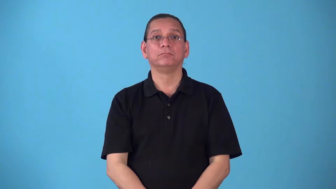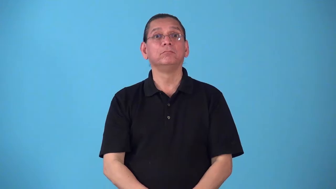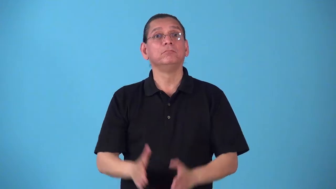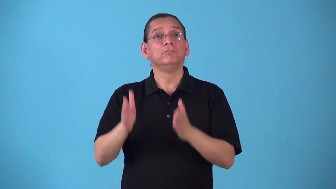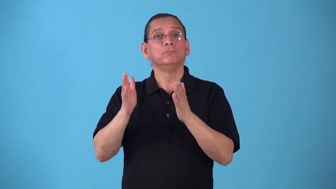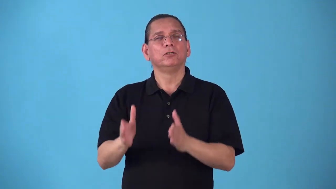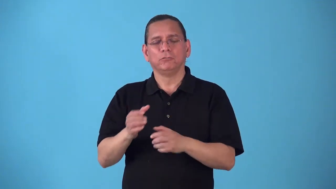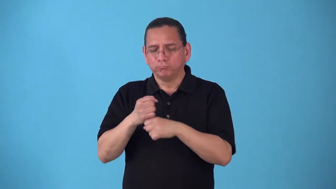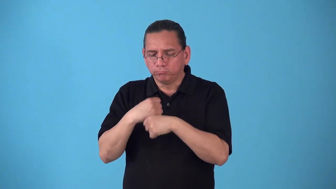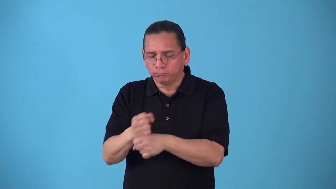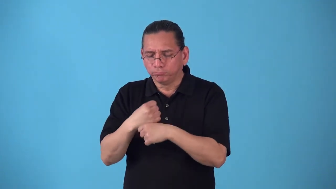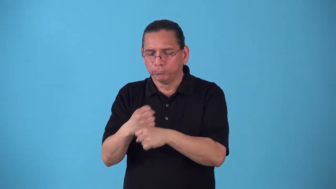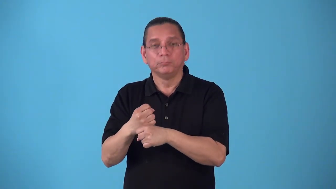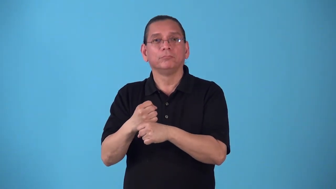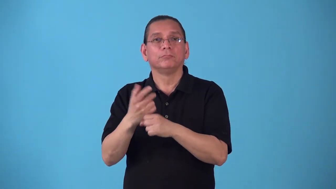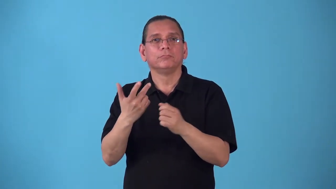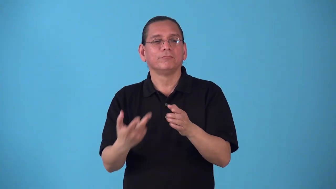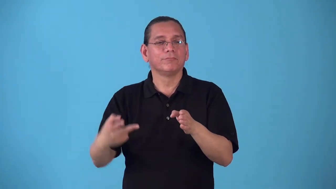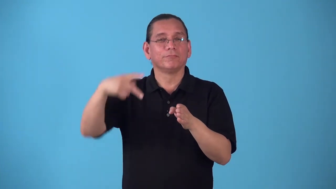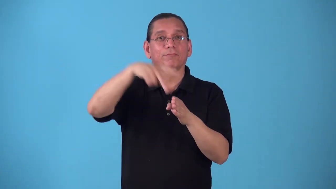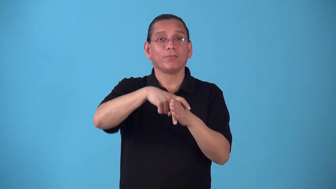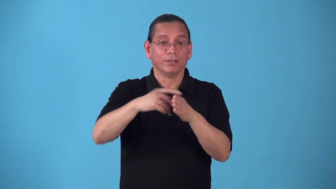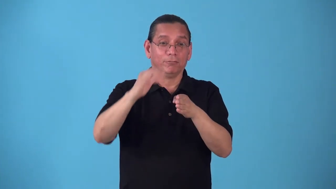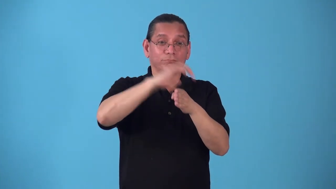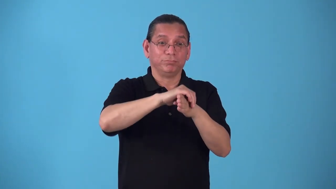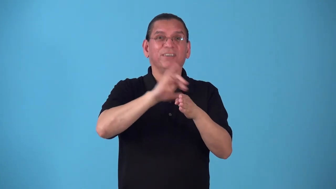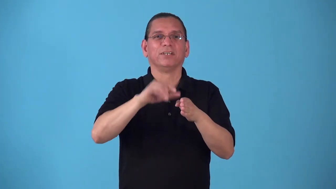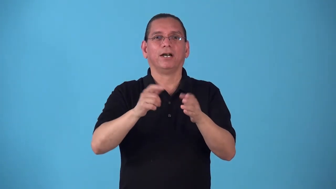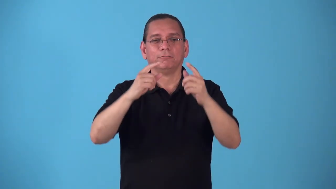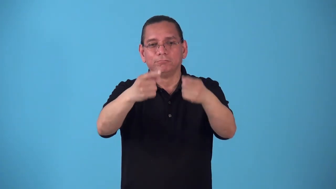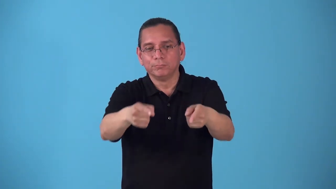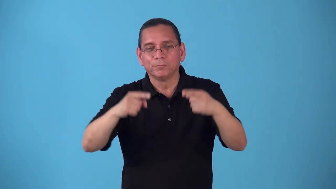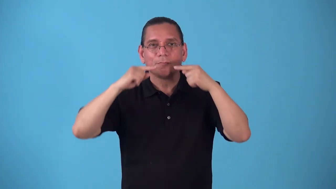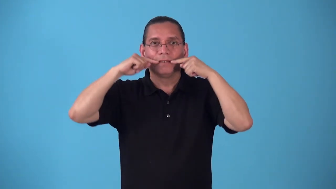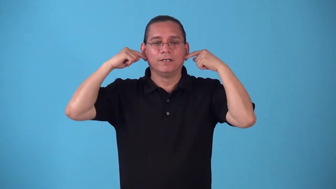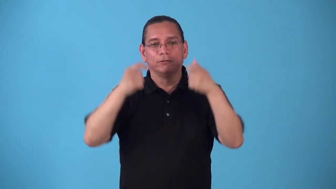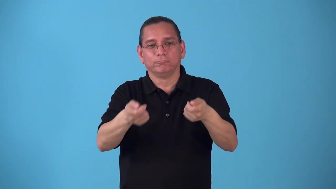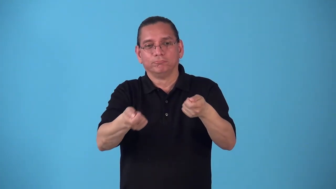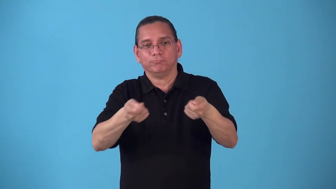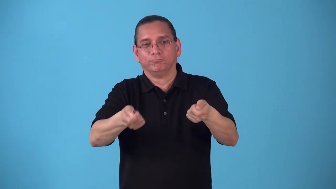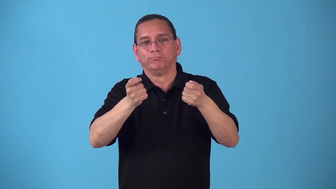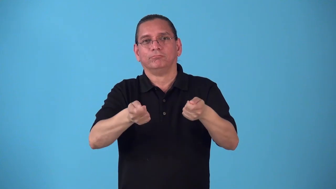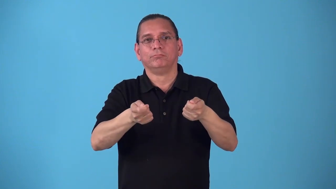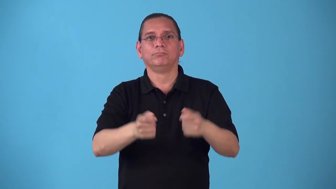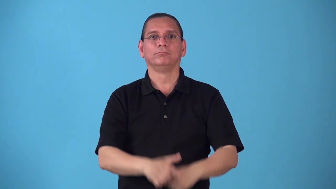saddler,saddlery